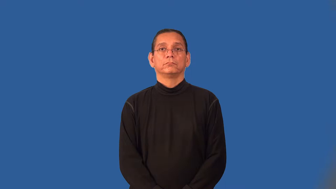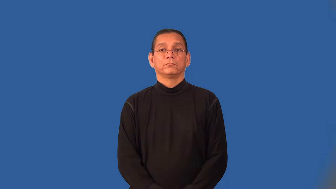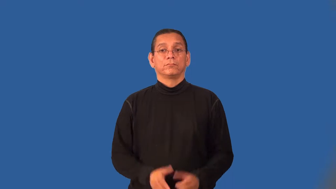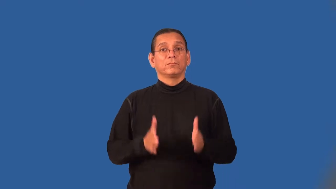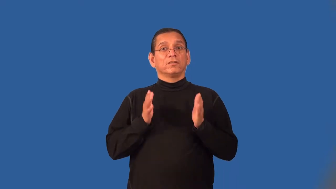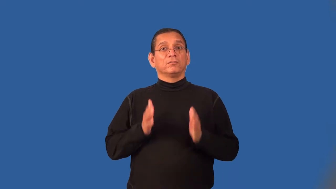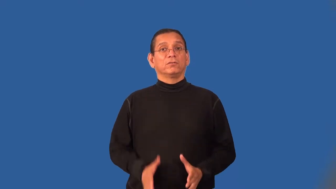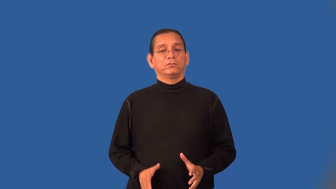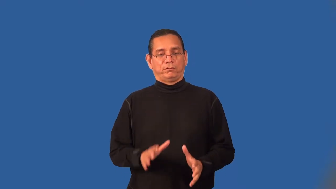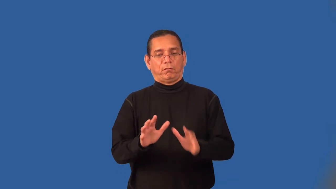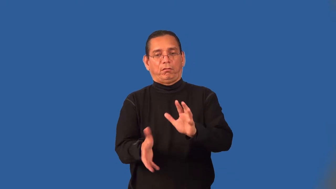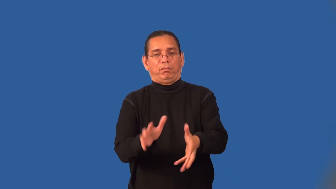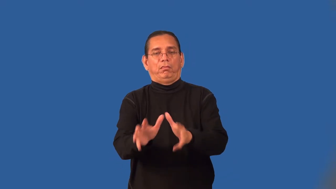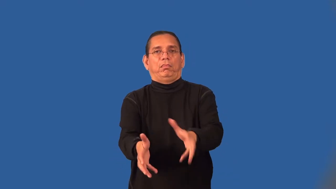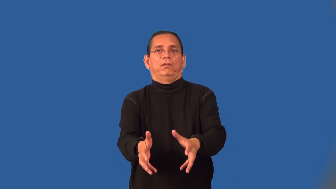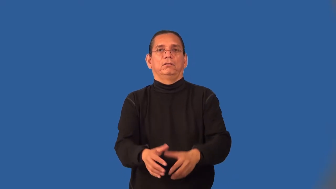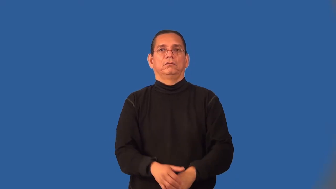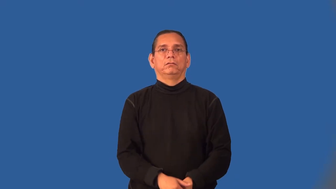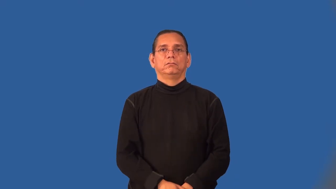groper,masher,mauler,wolf